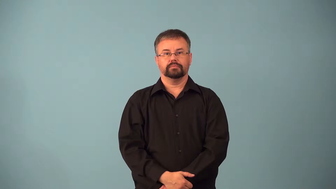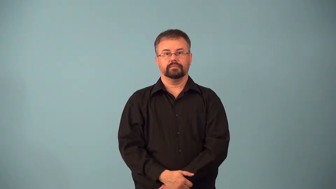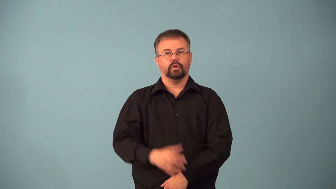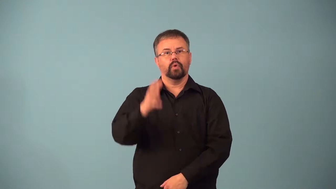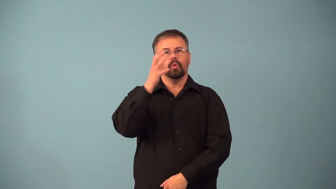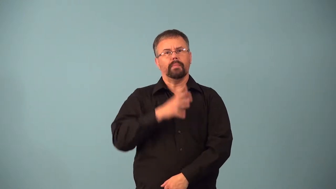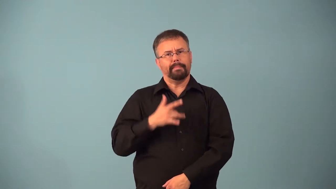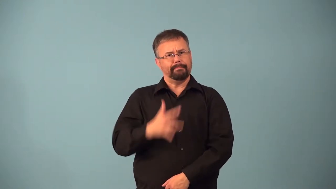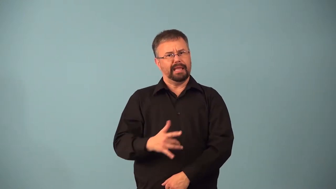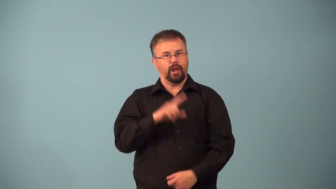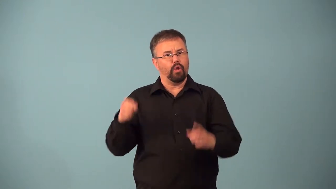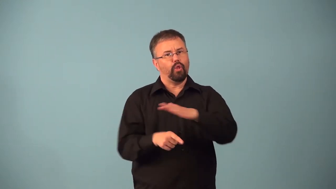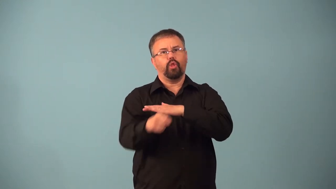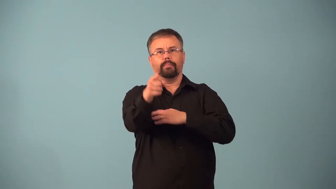adventuress